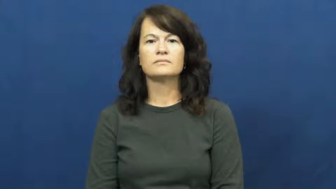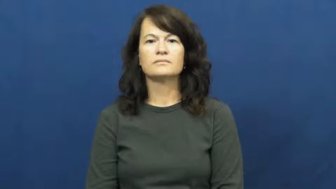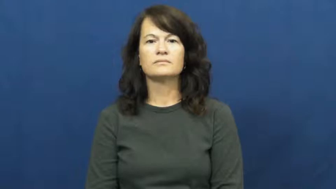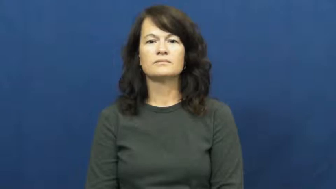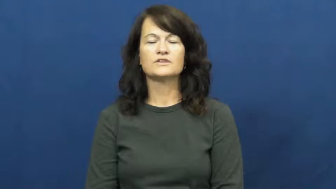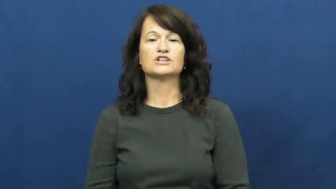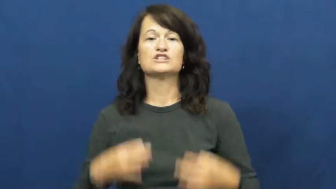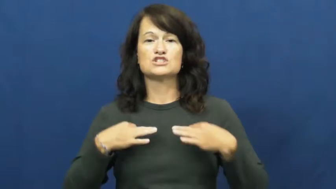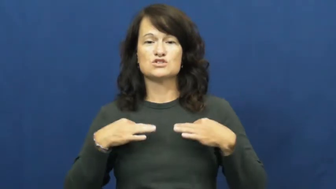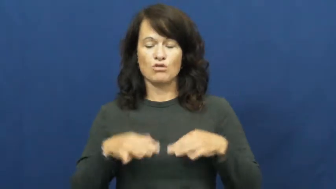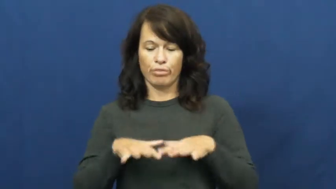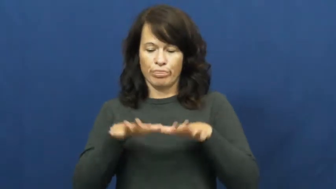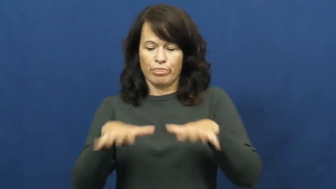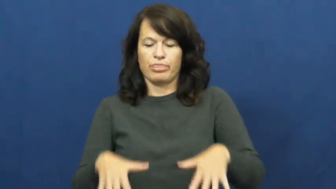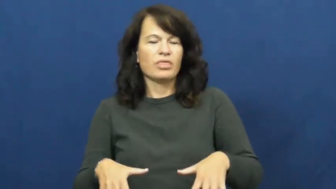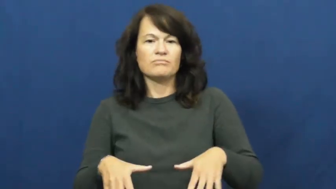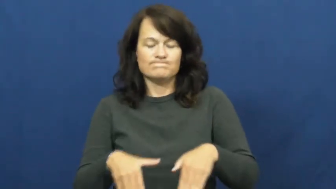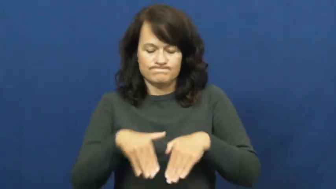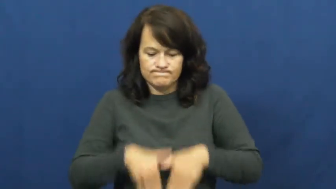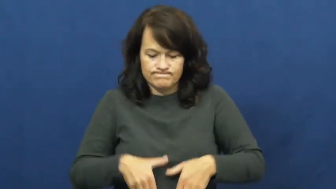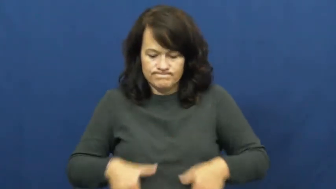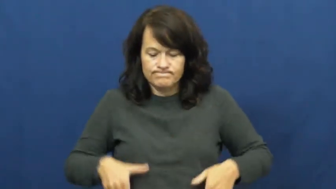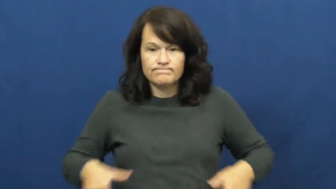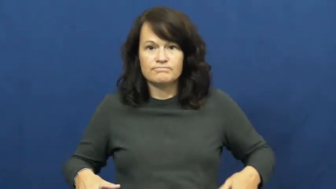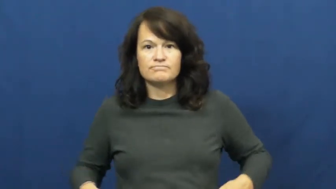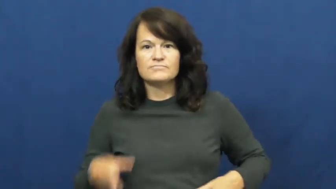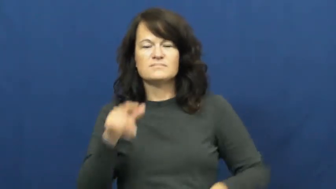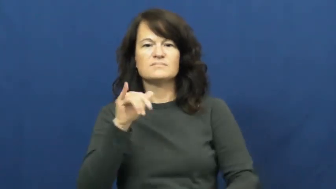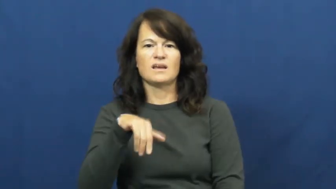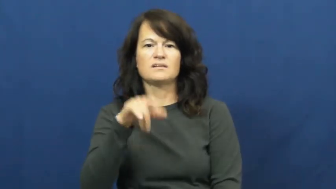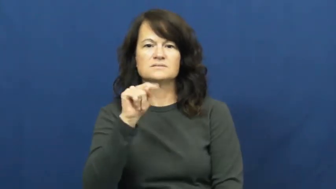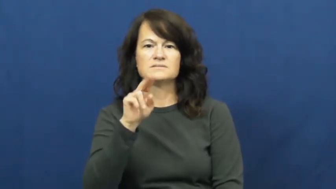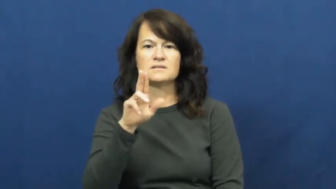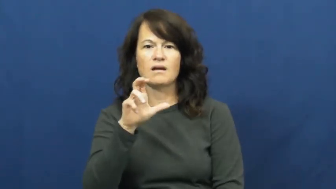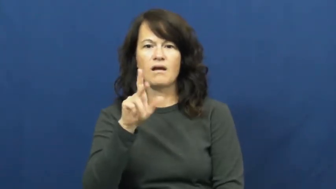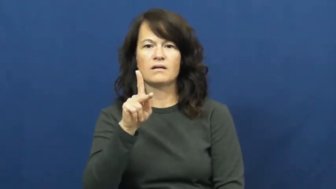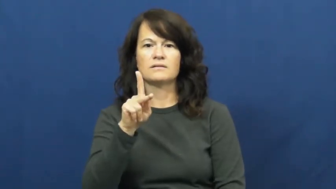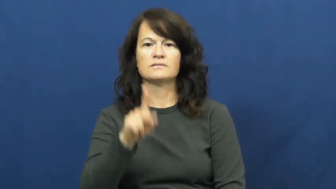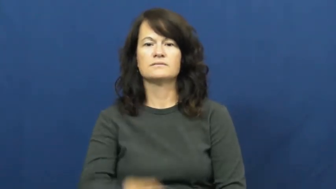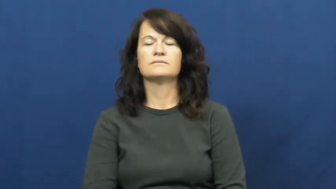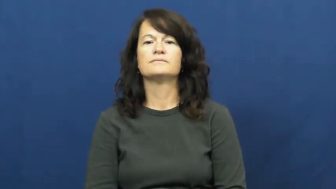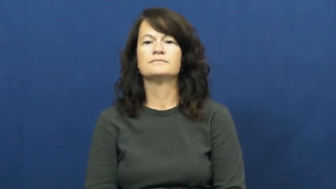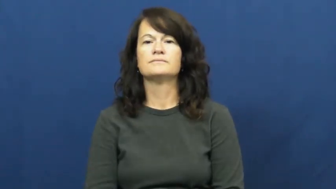tuck,tuck in-shirt